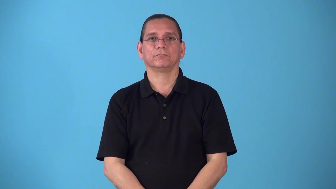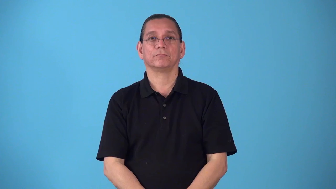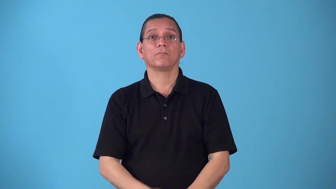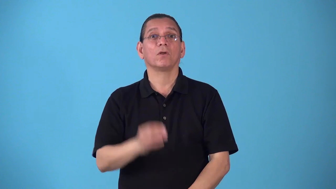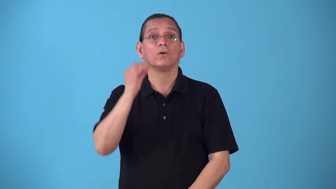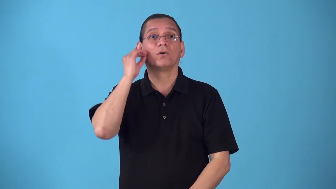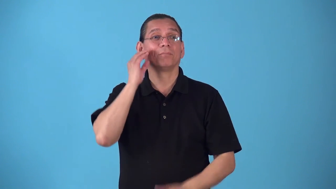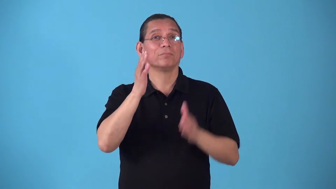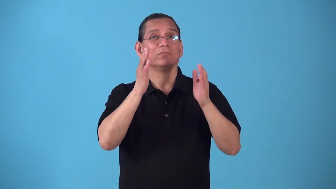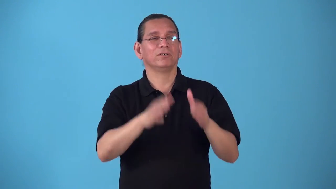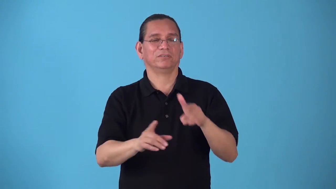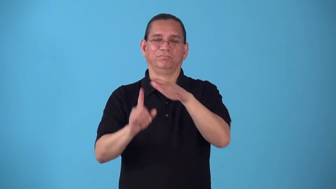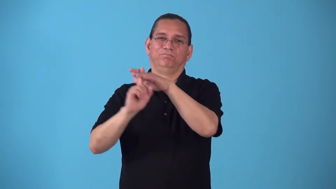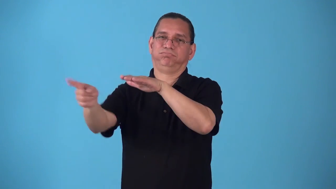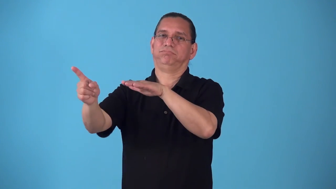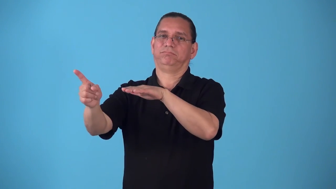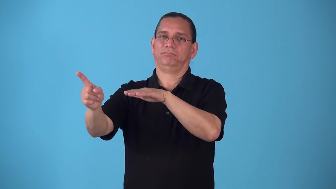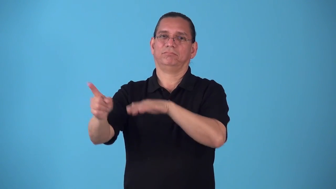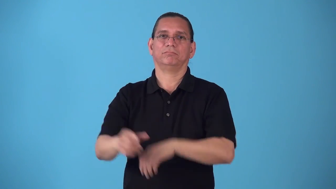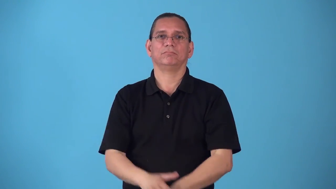runaway-person